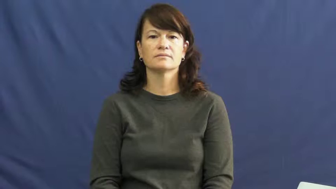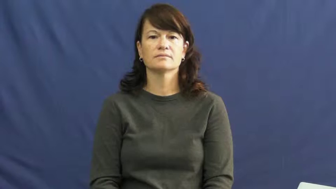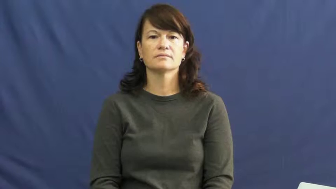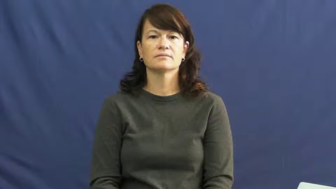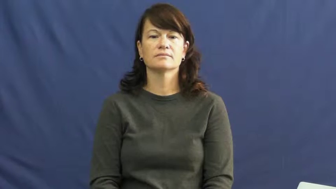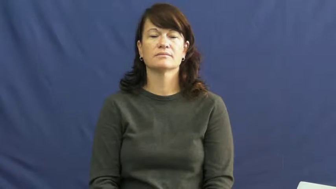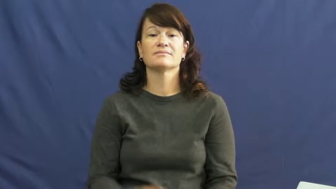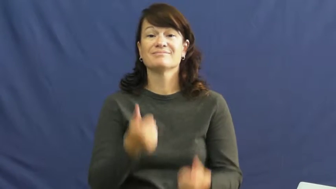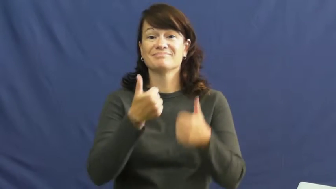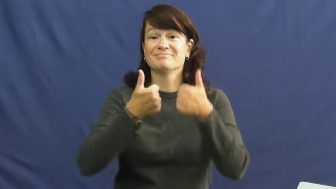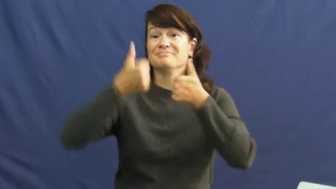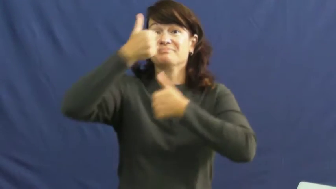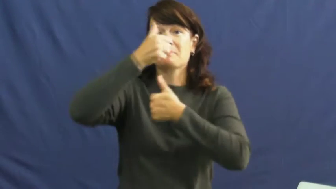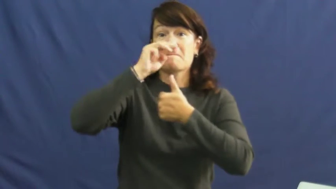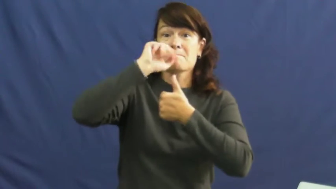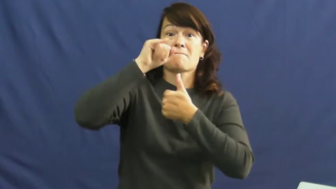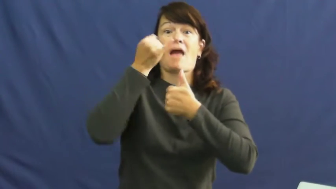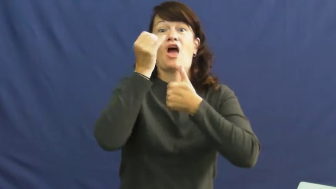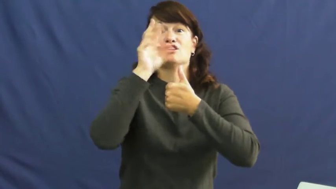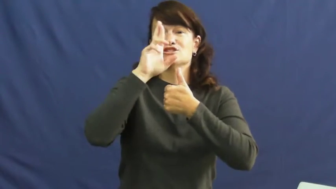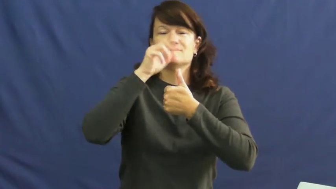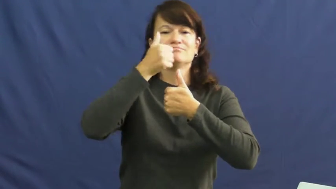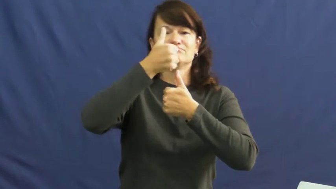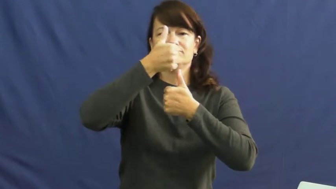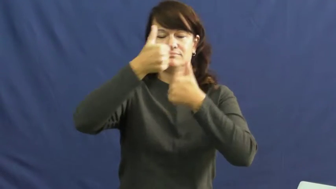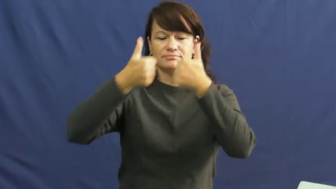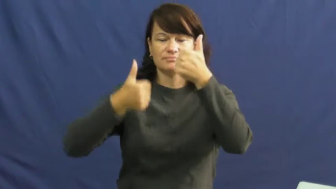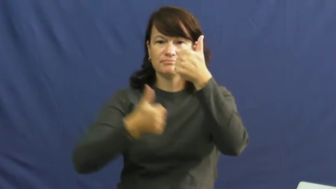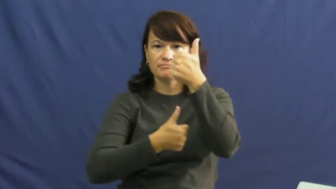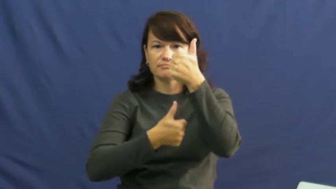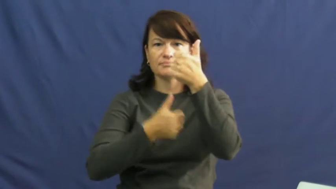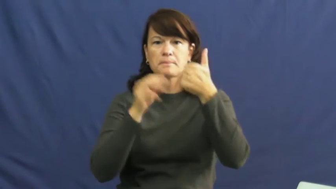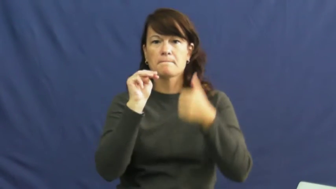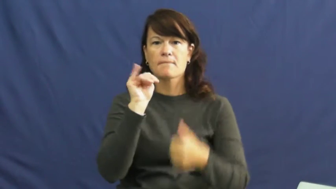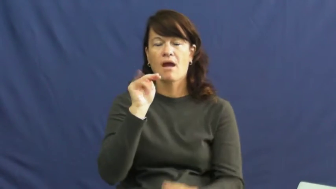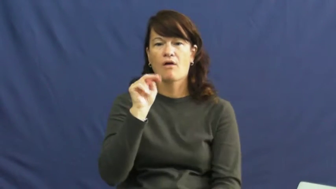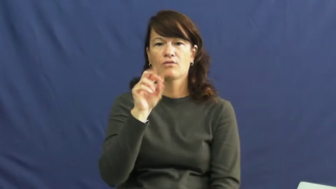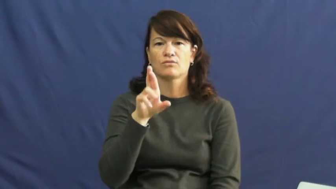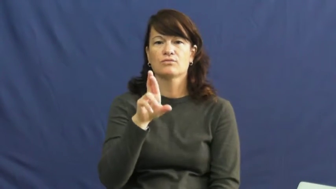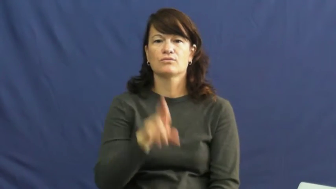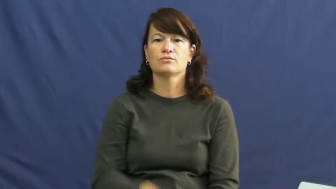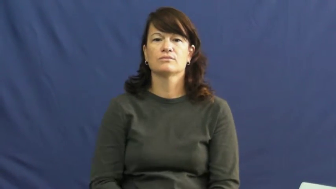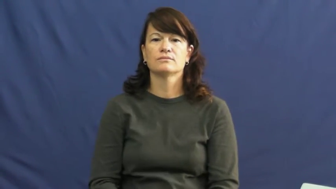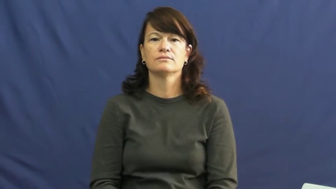minor-status